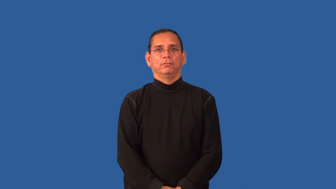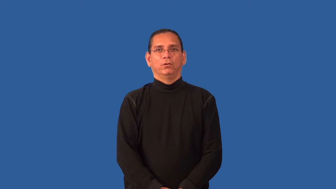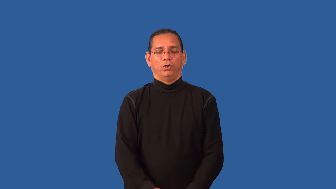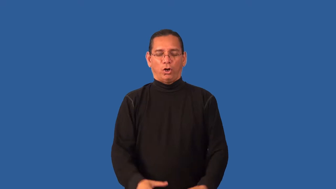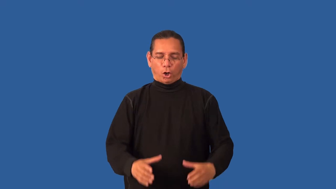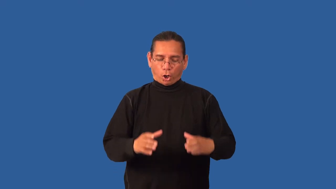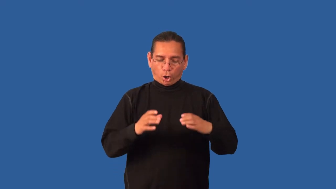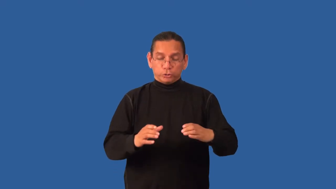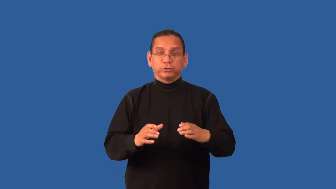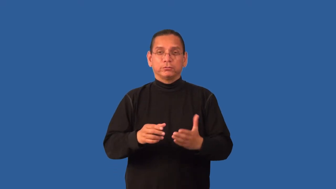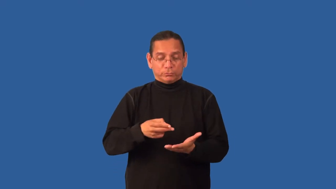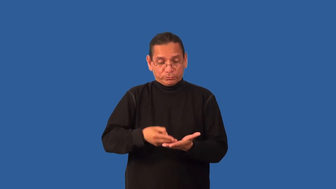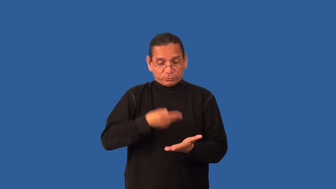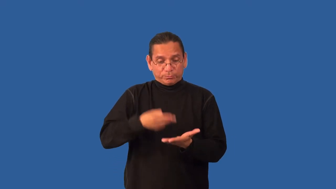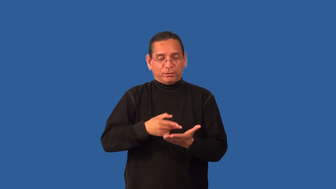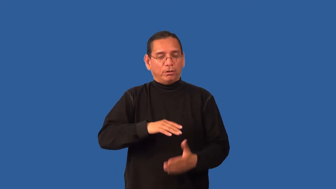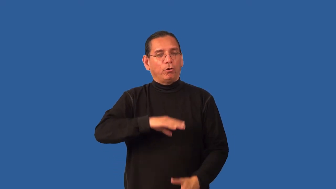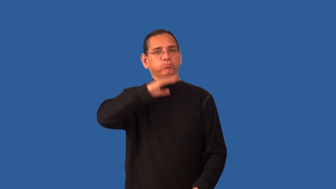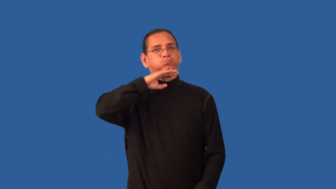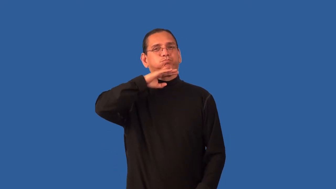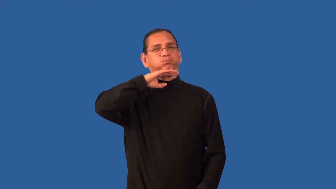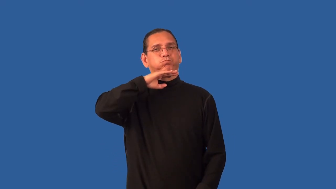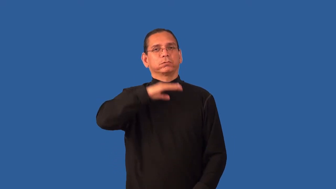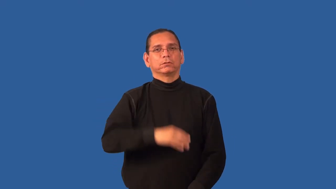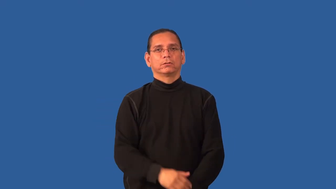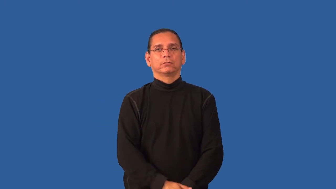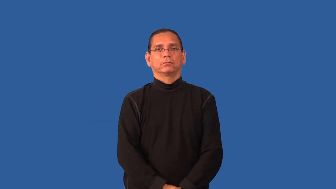hearty-soup